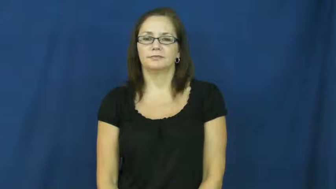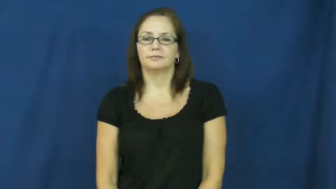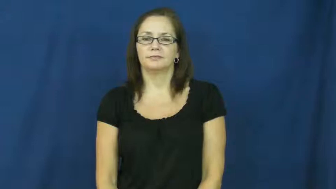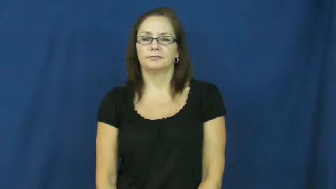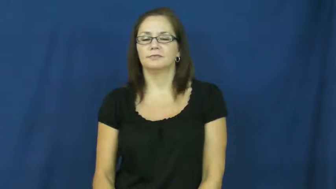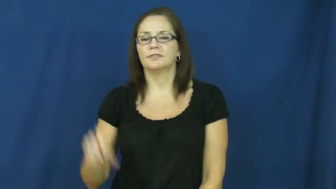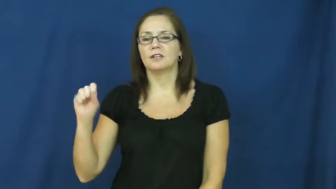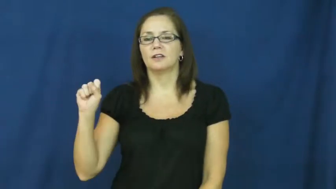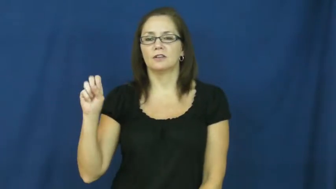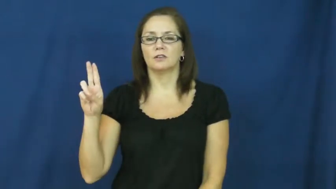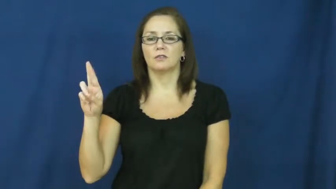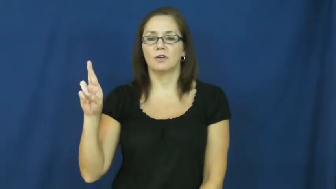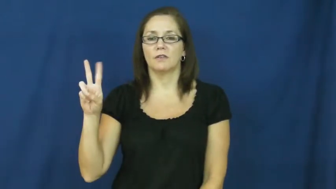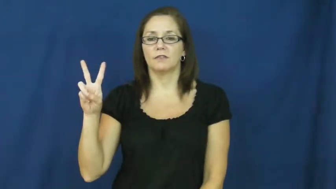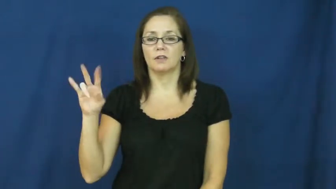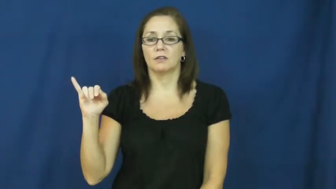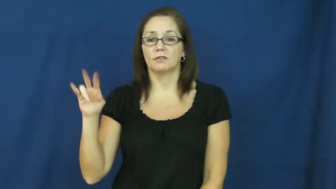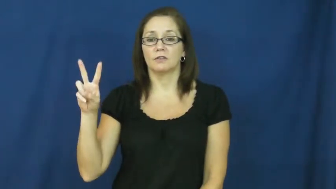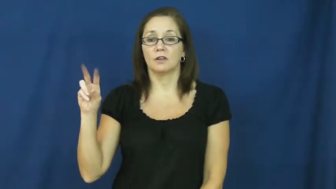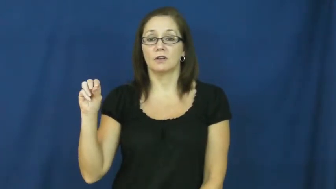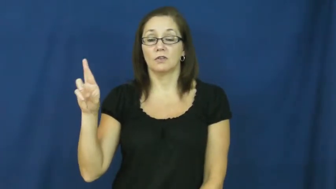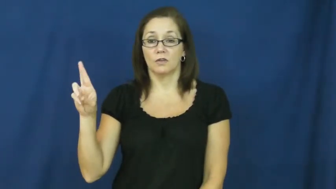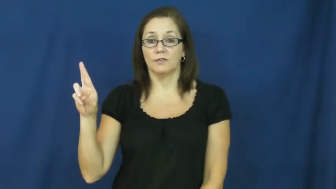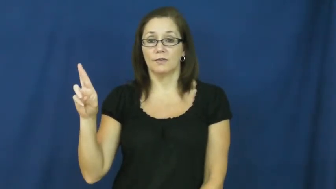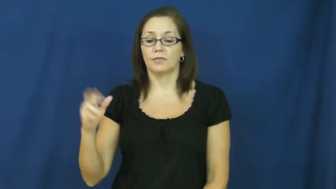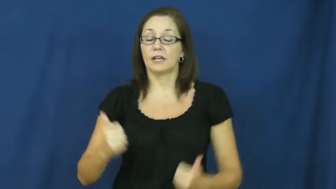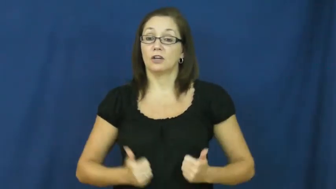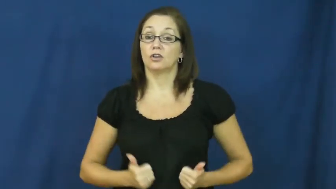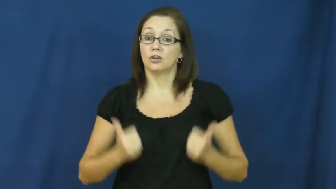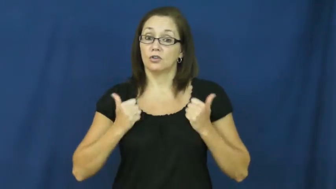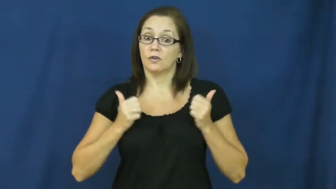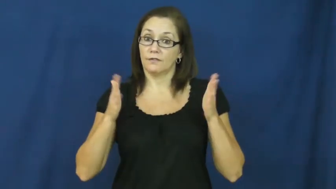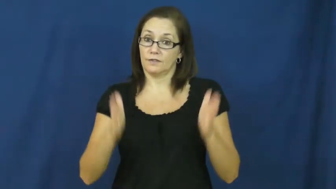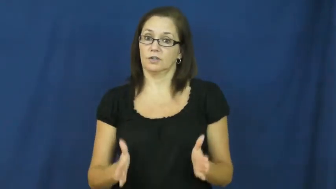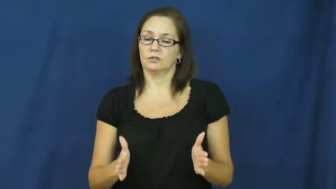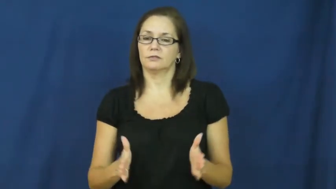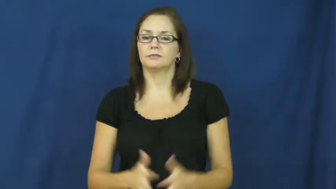survivor